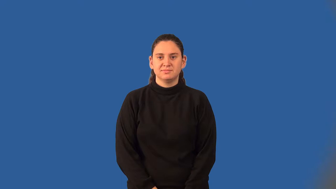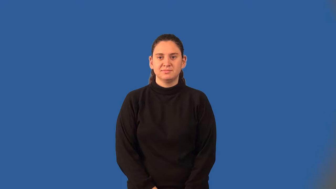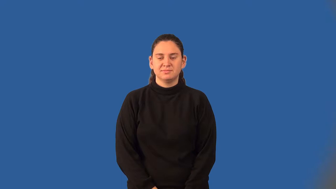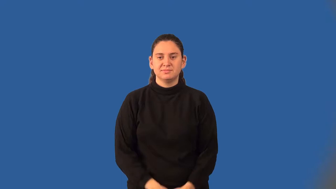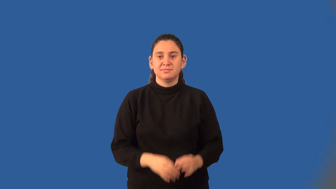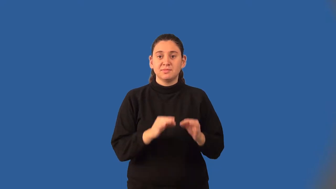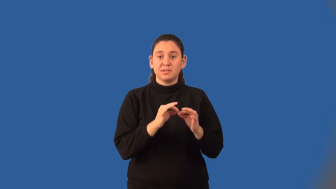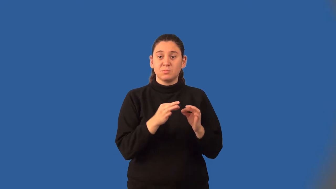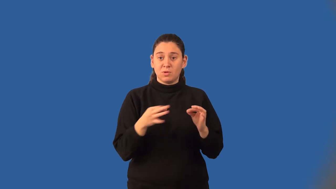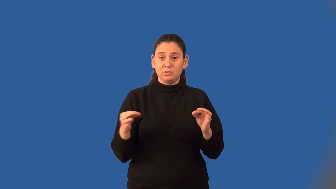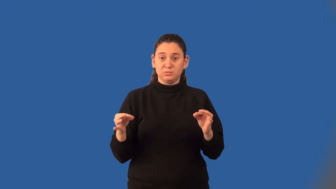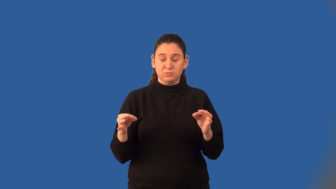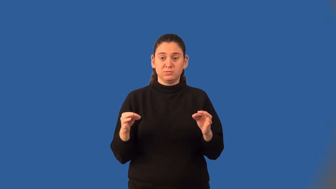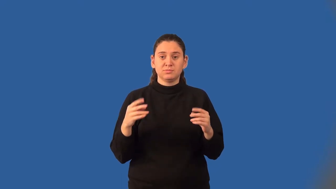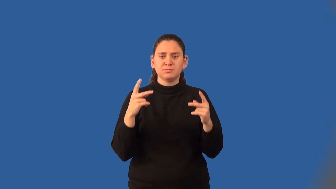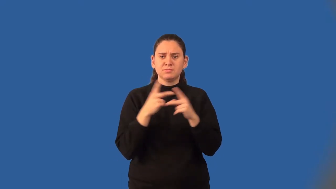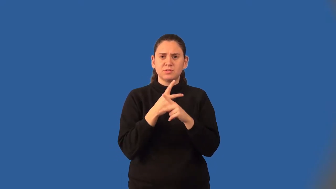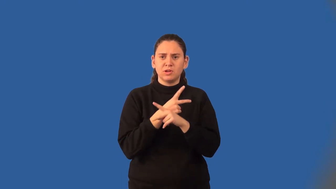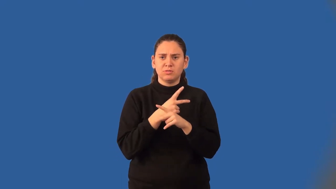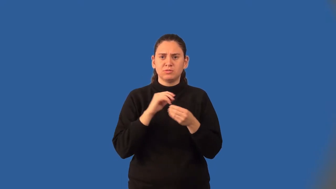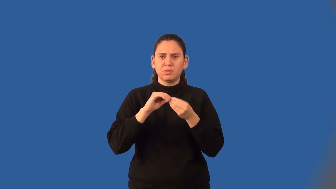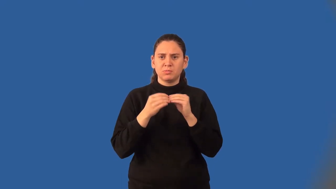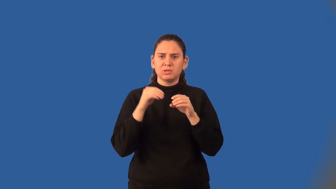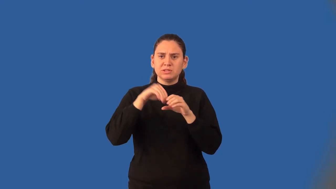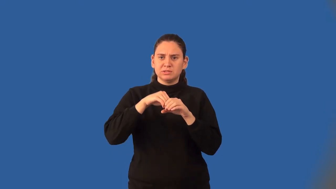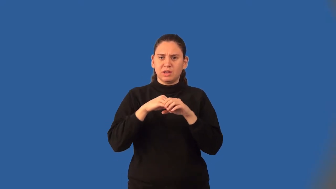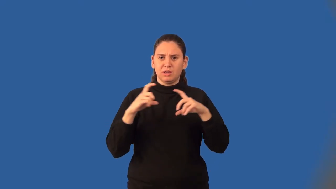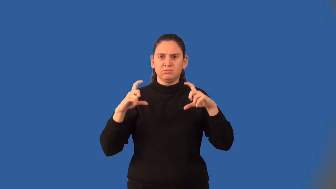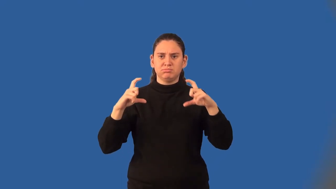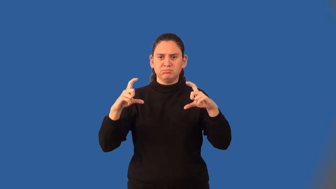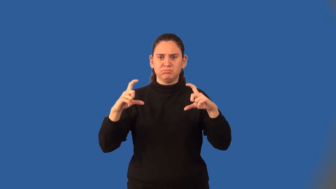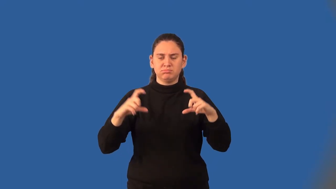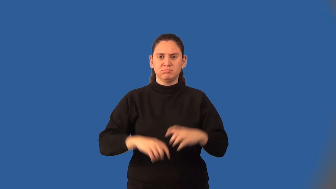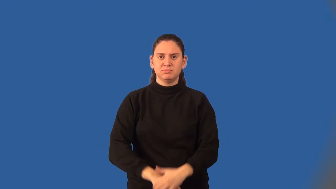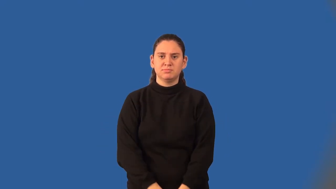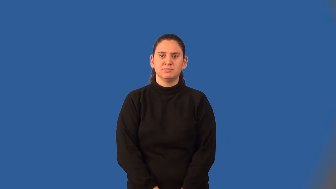determinant